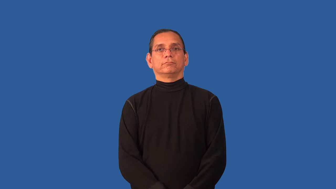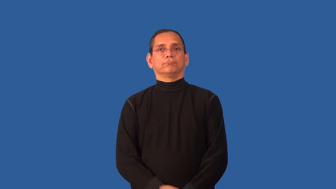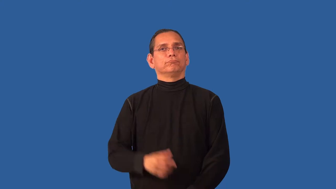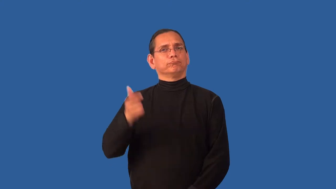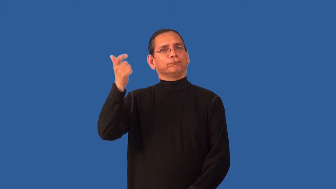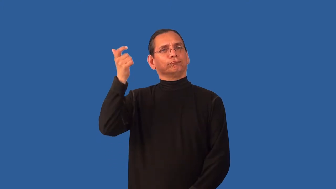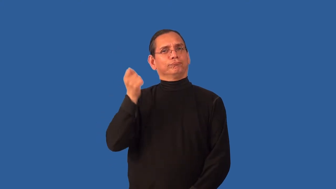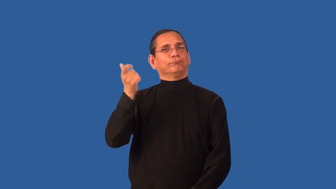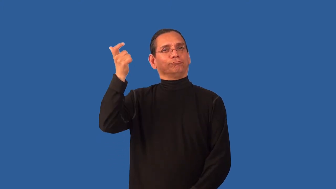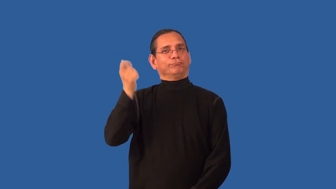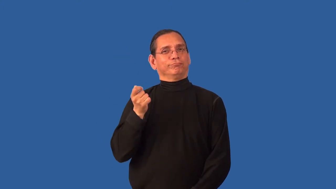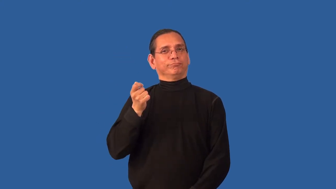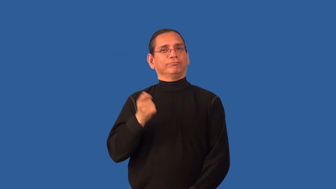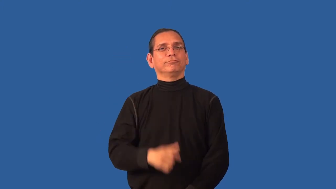allowance